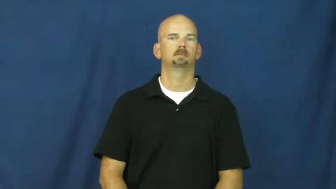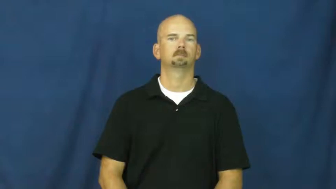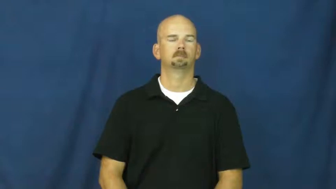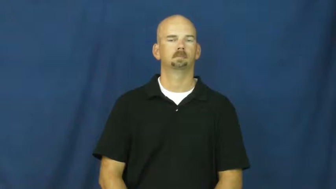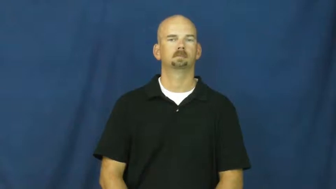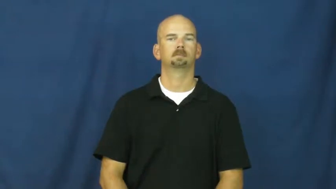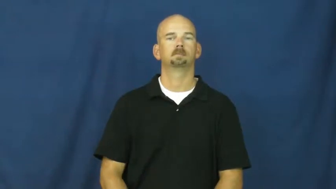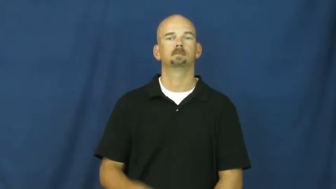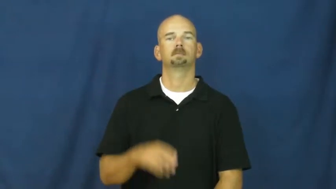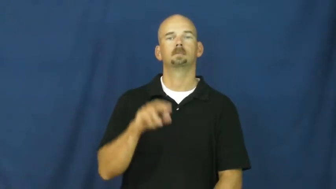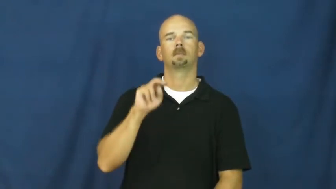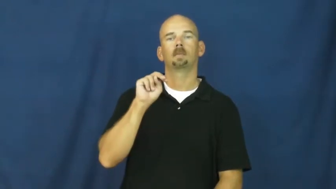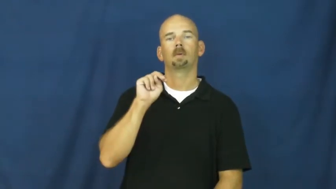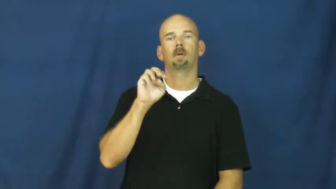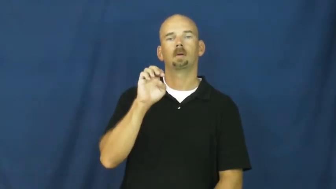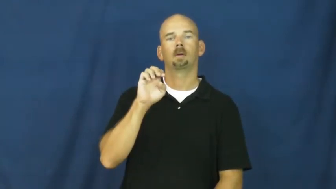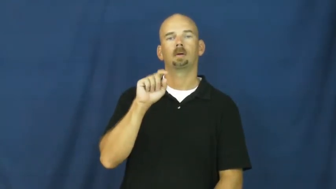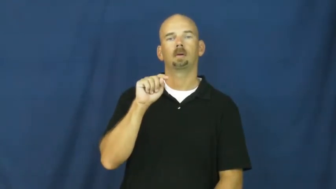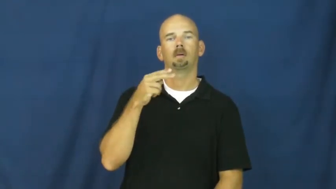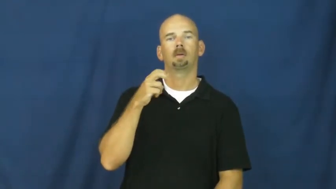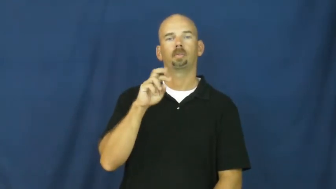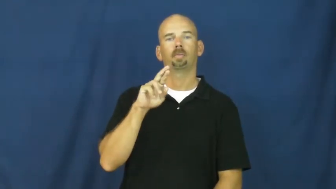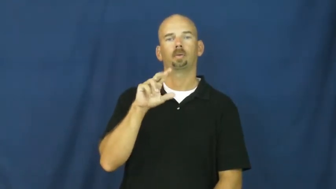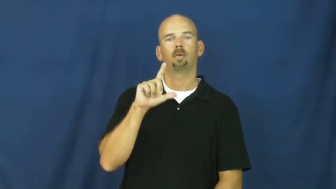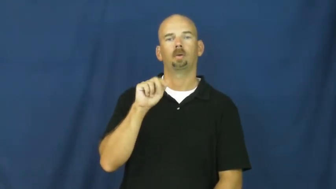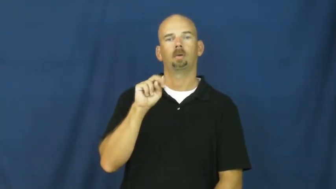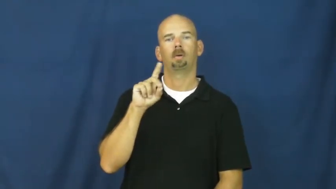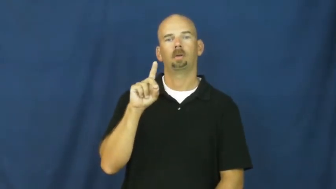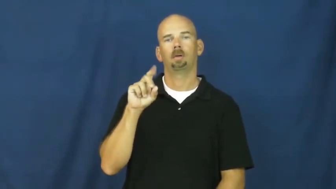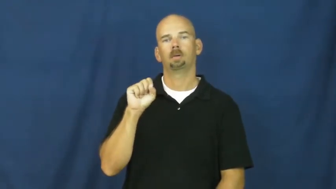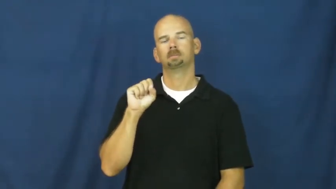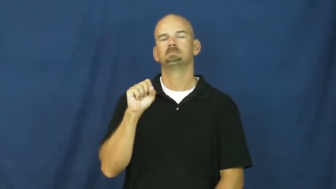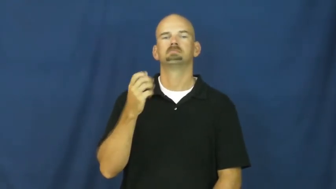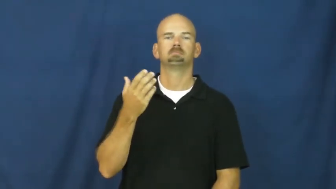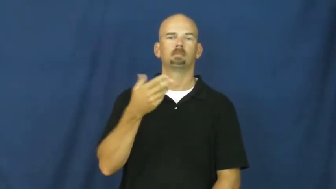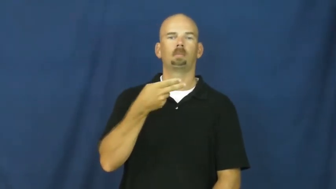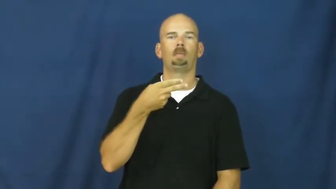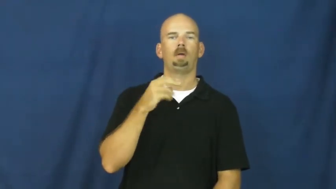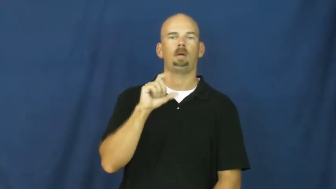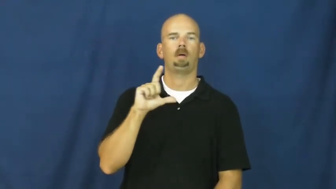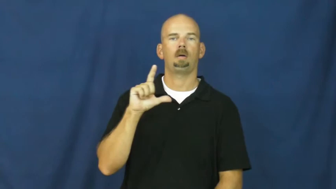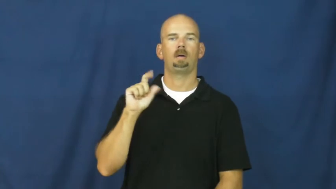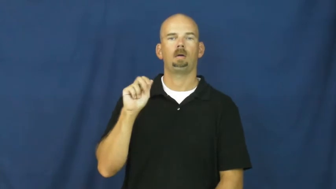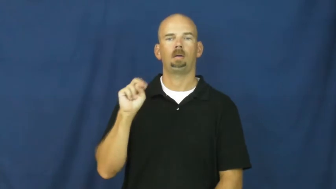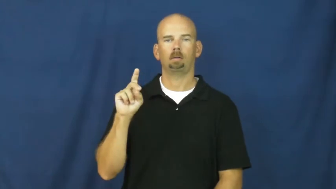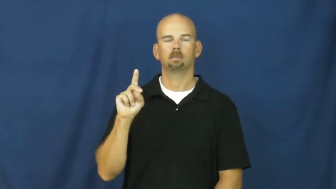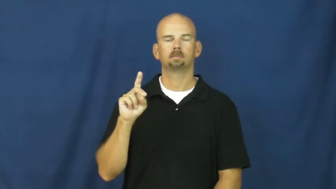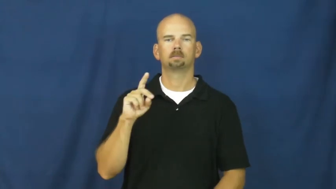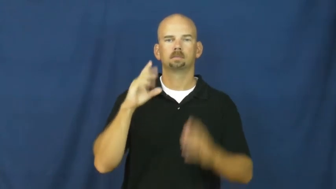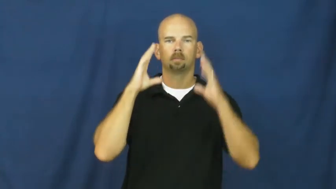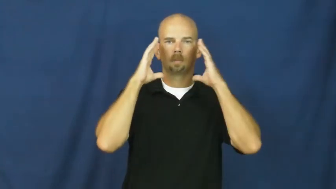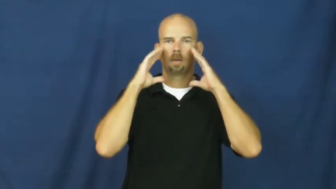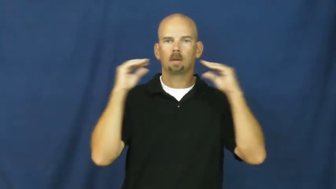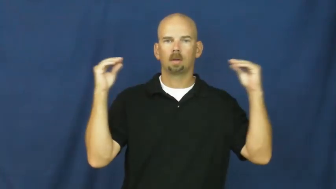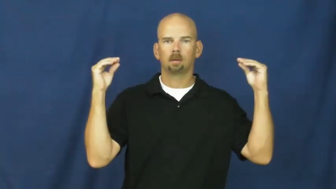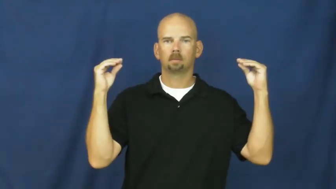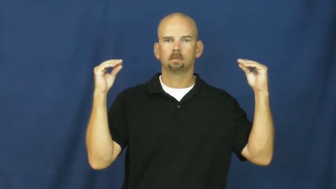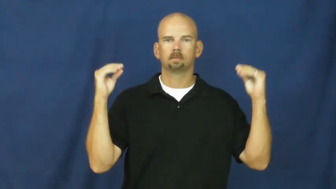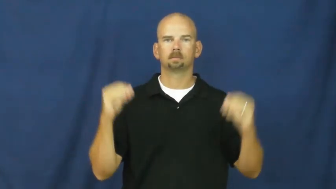holland,netherllands